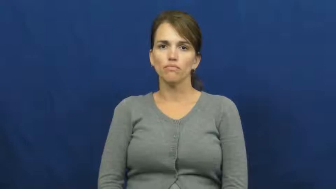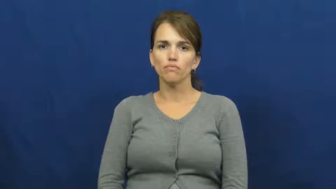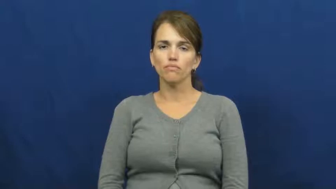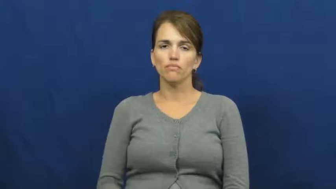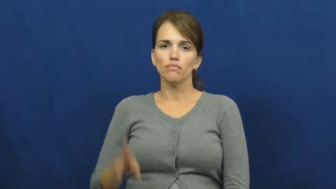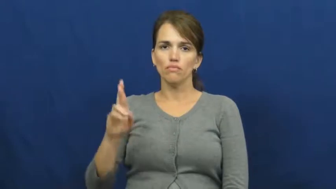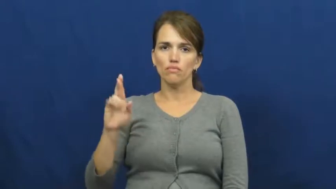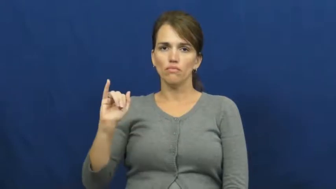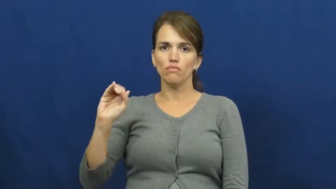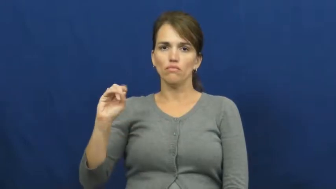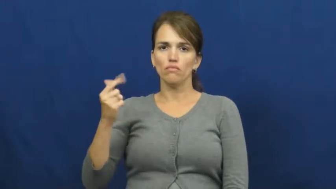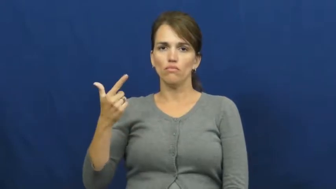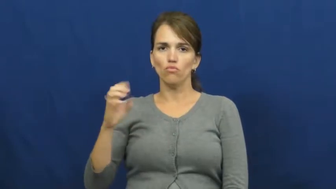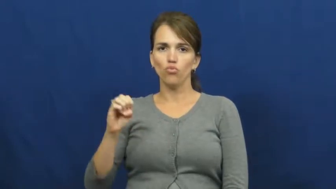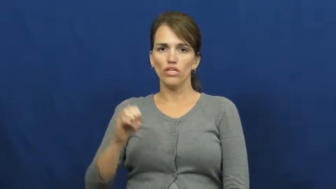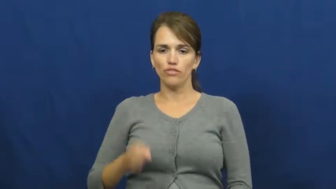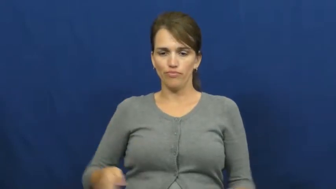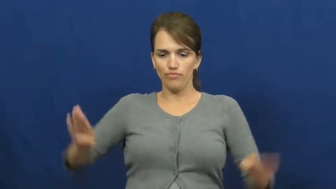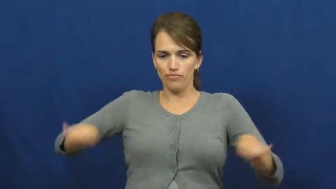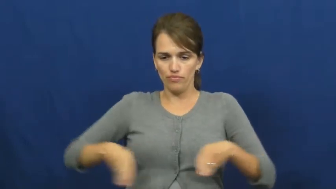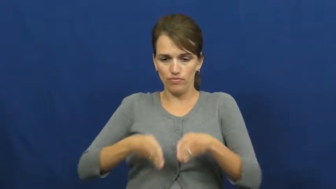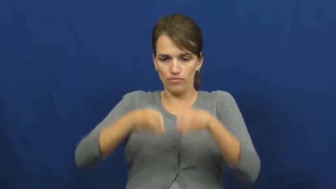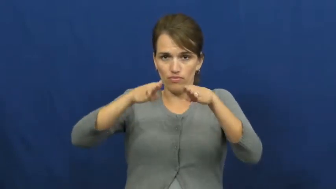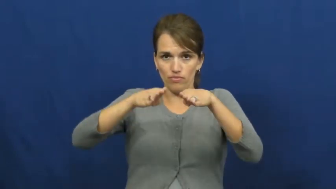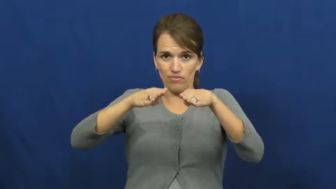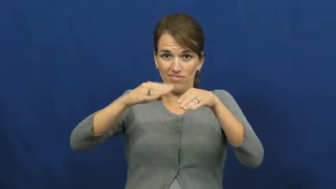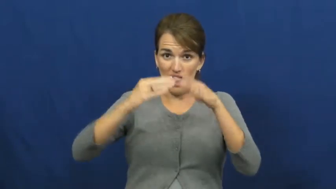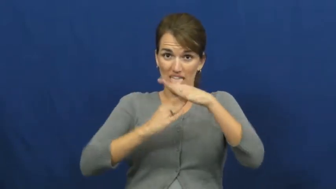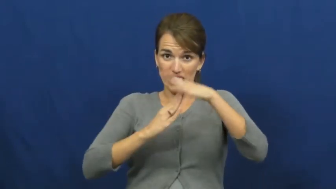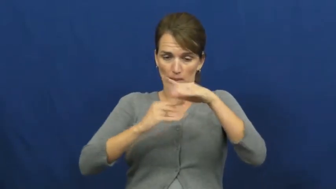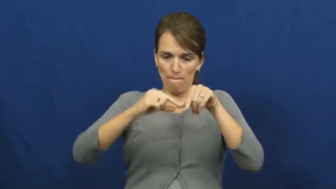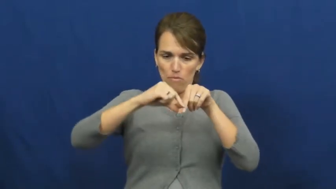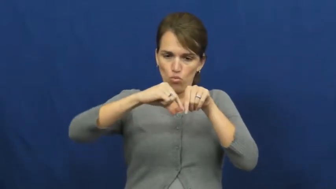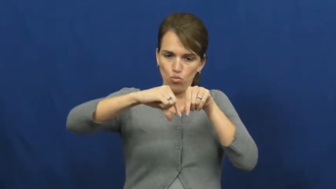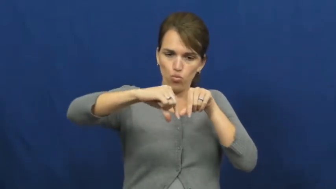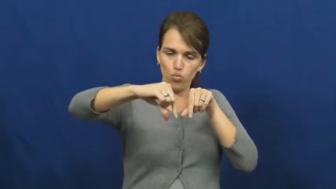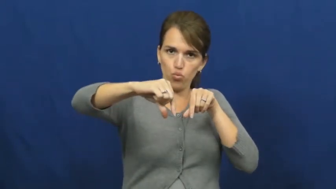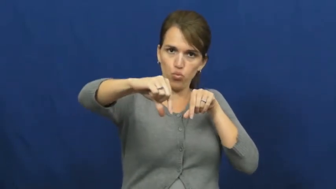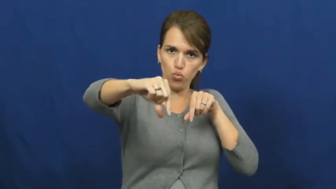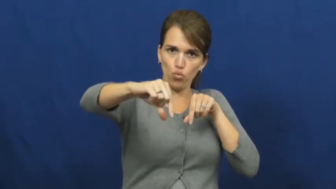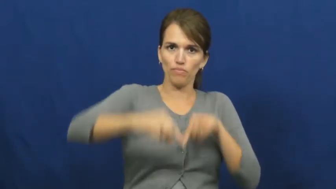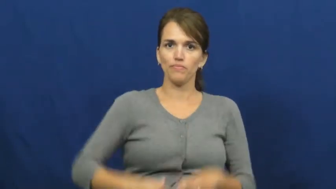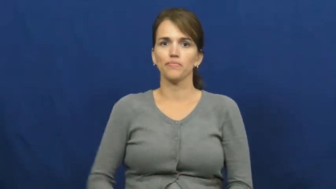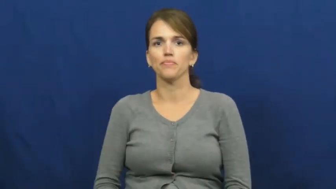ridge-land